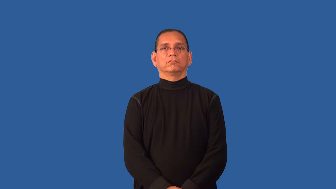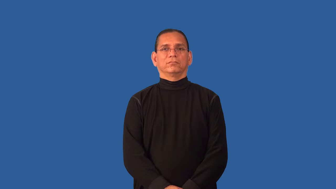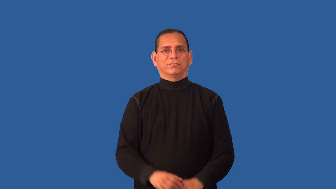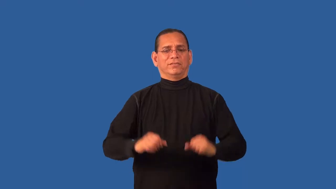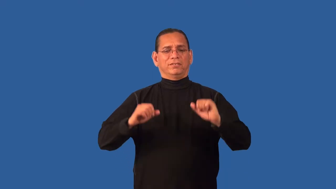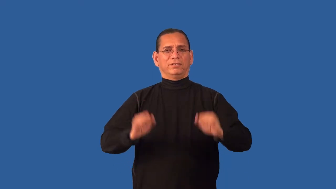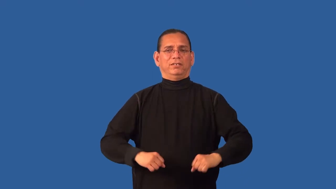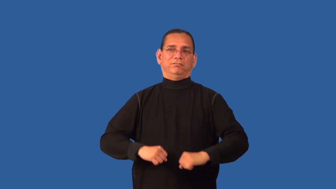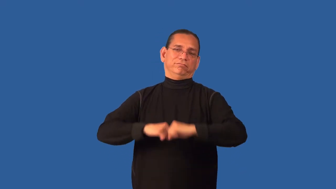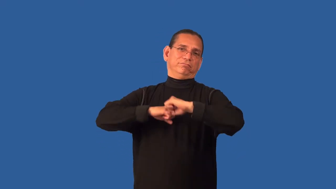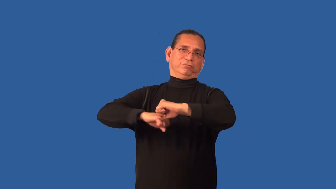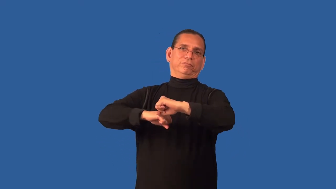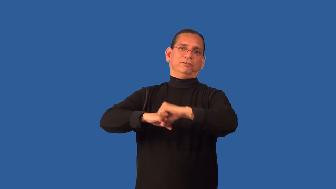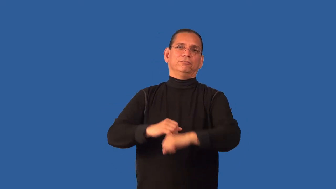defensible